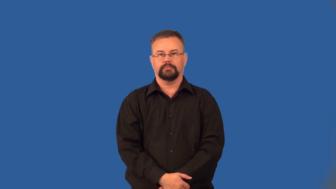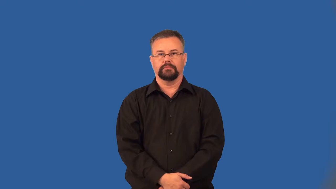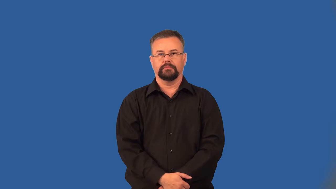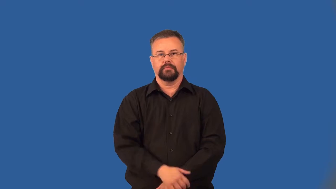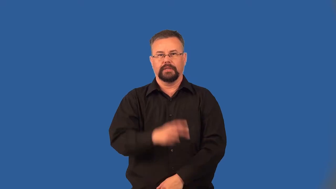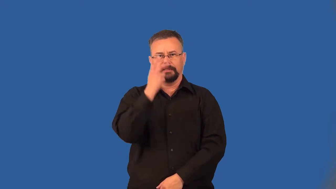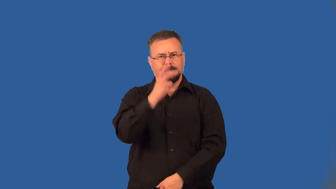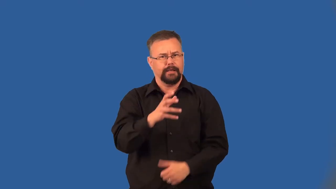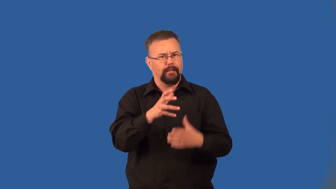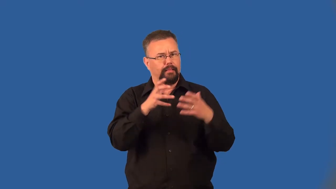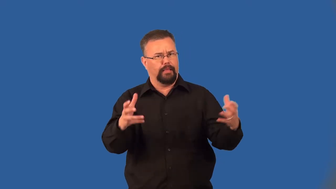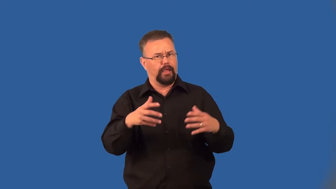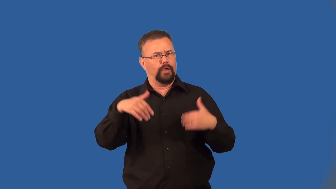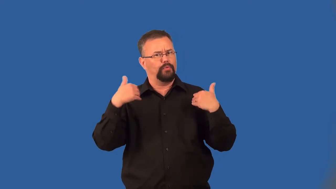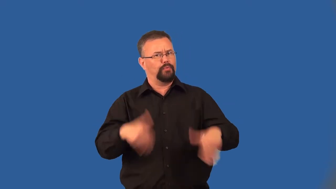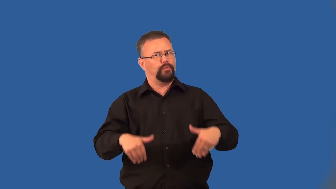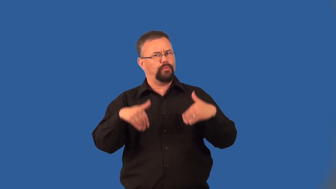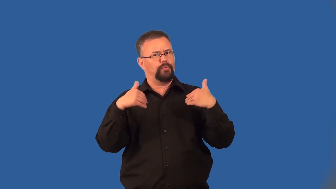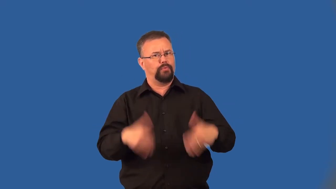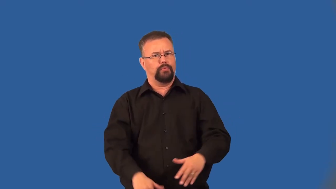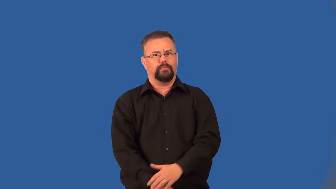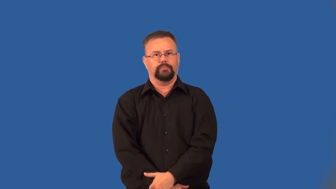eyeful-see a lot